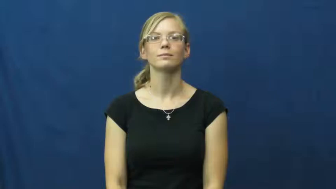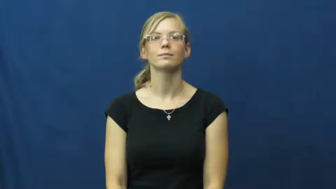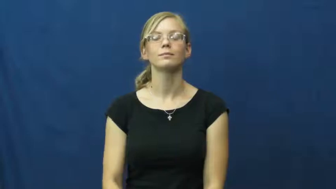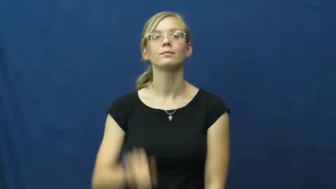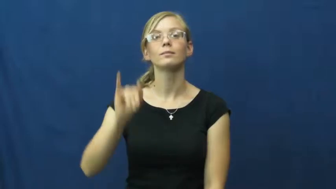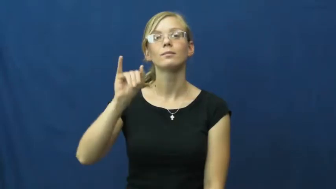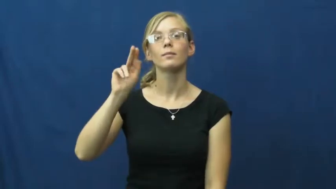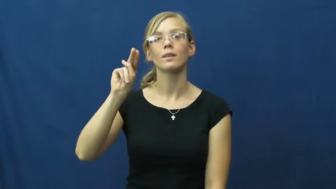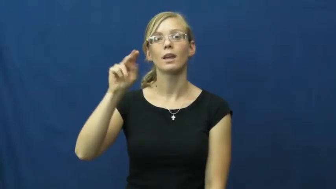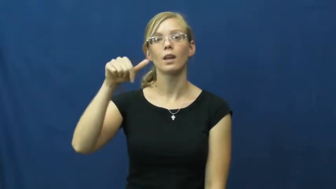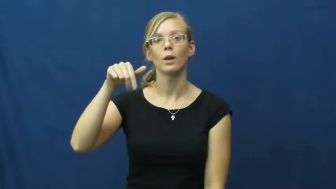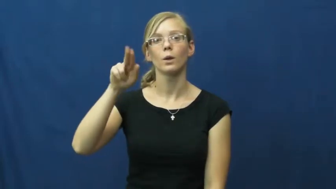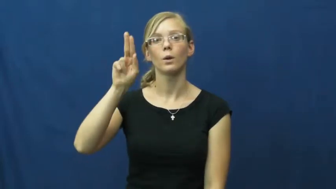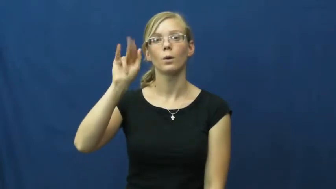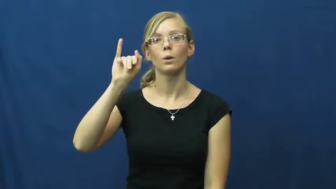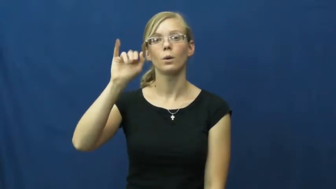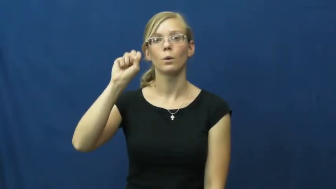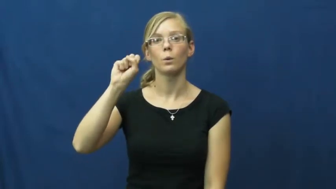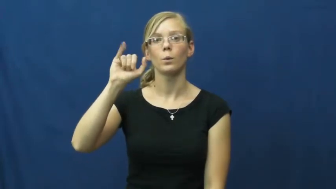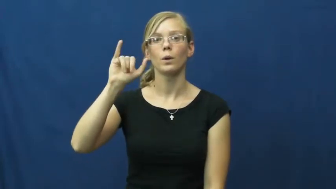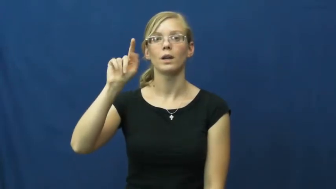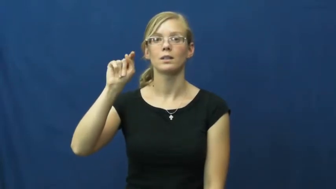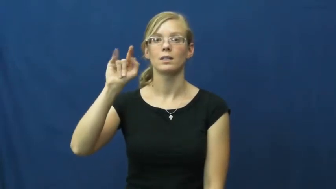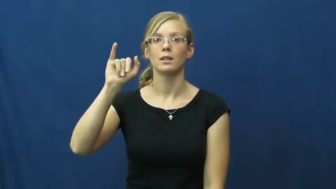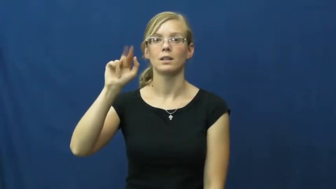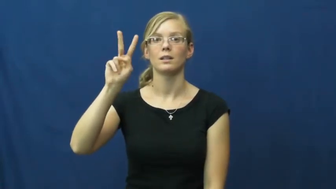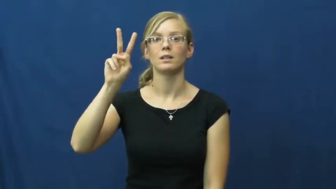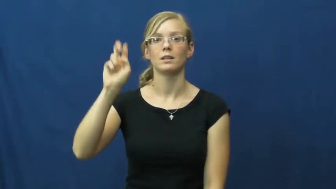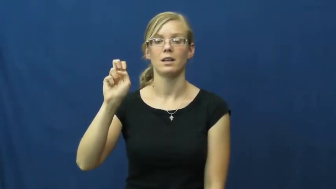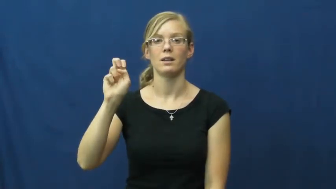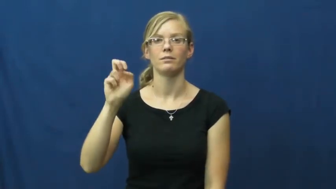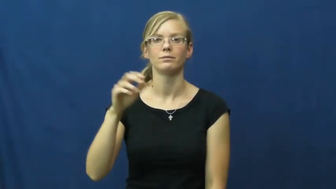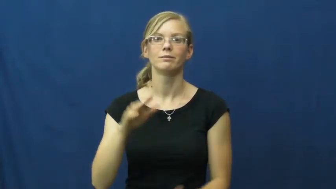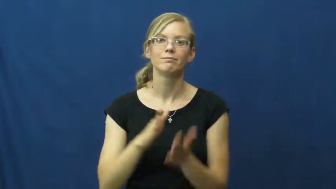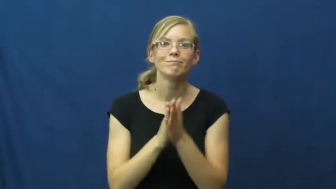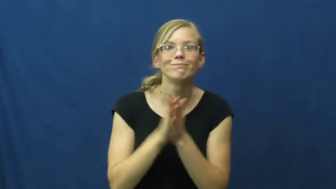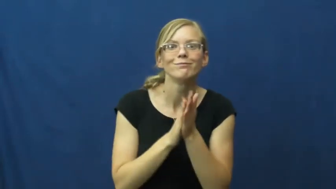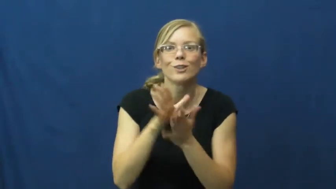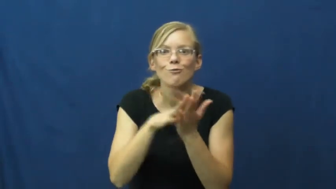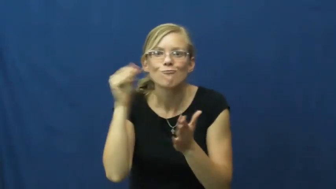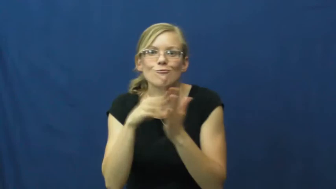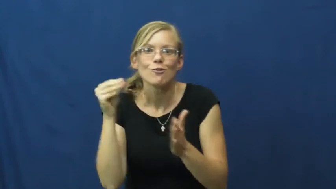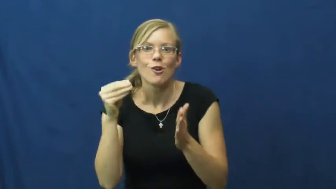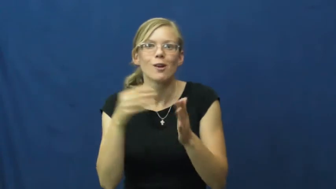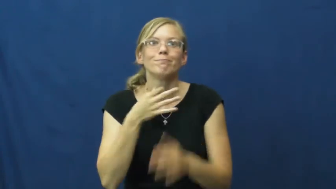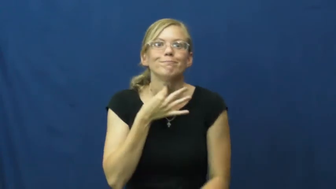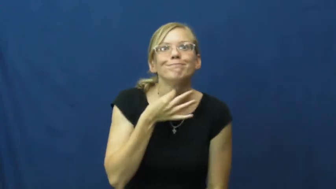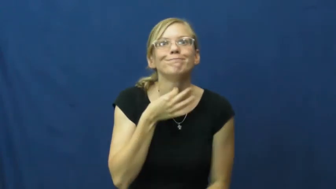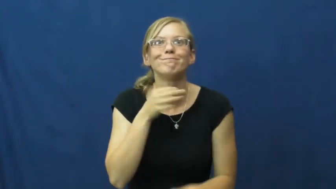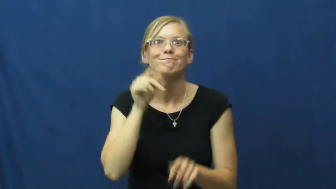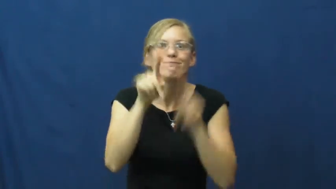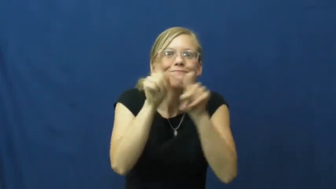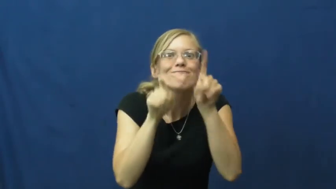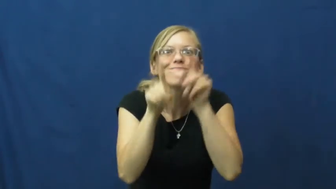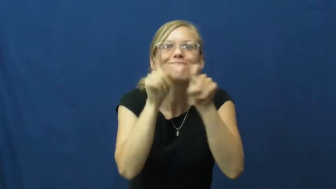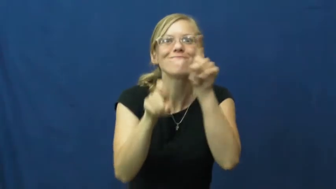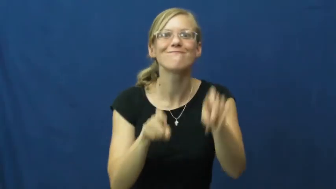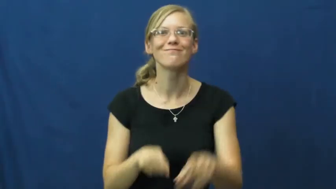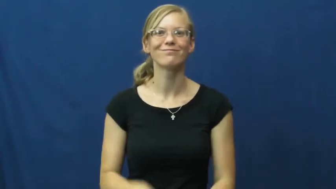inquisitive